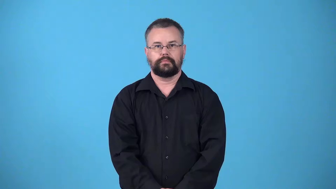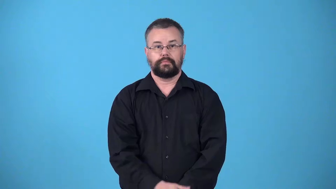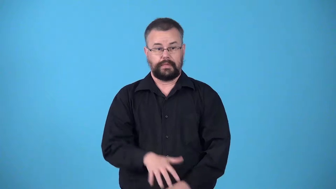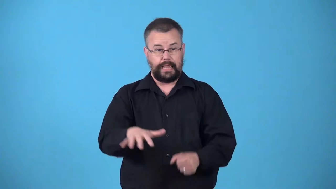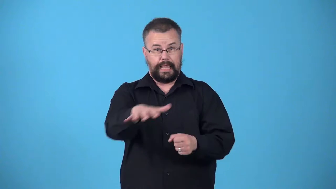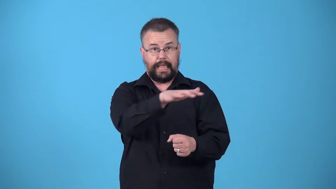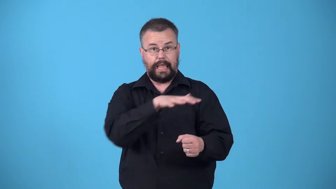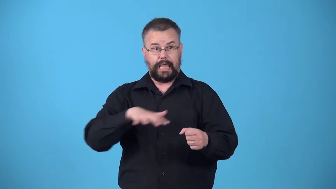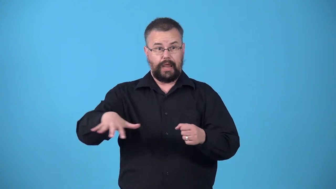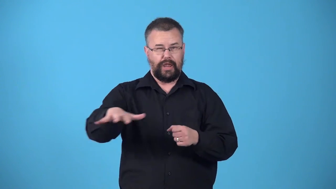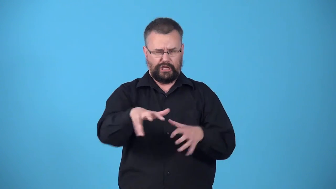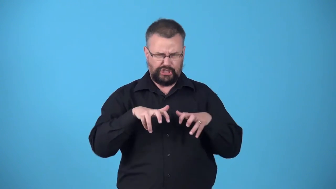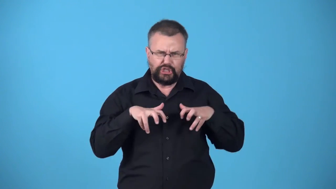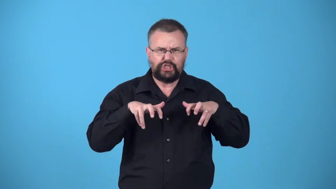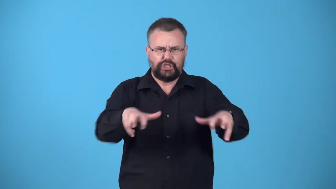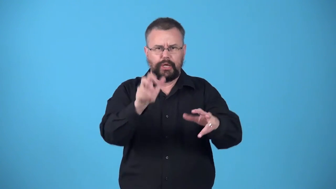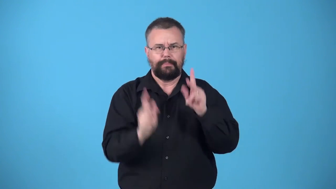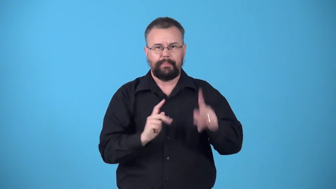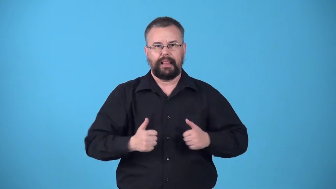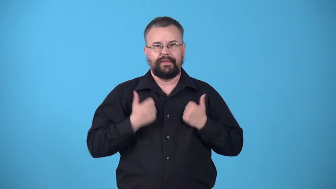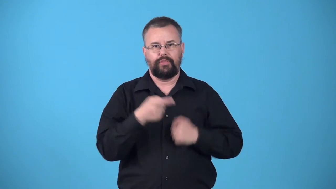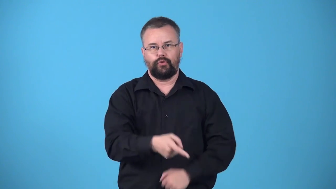warren-overcrowded residential area